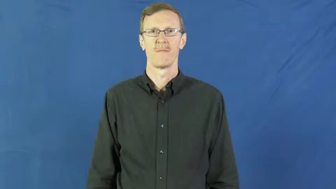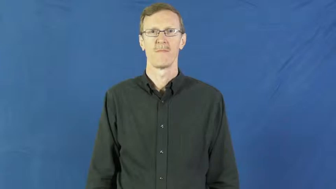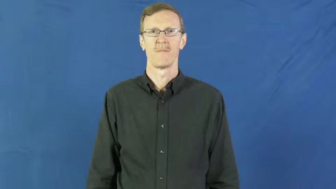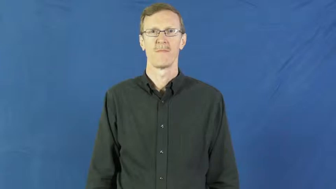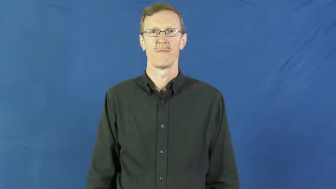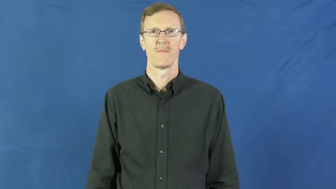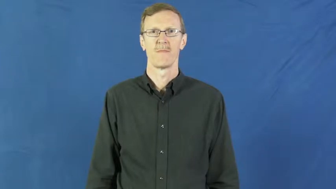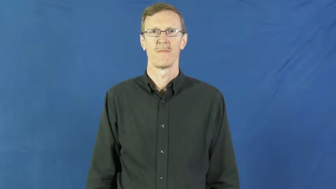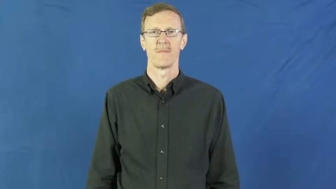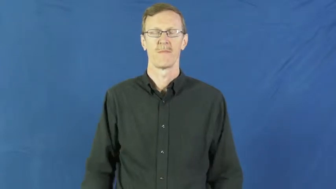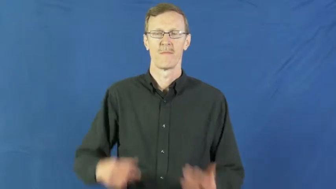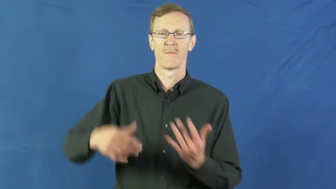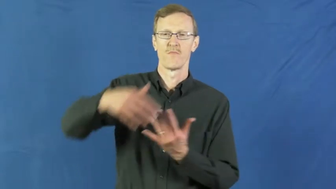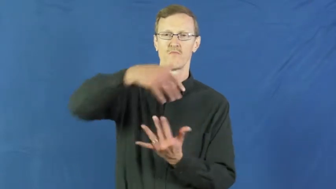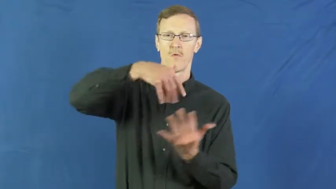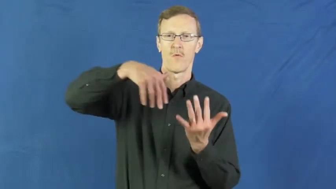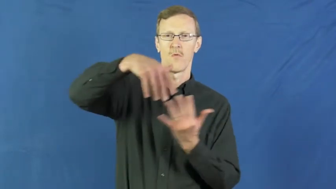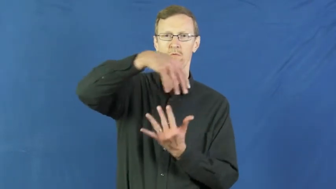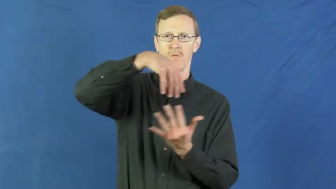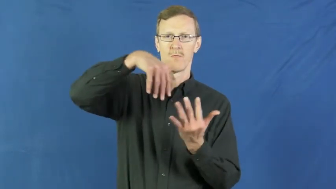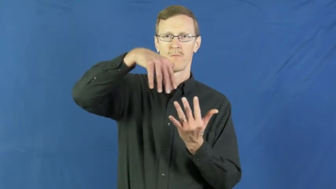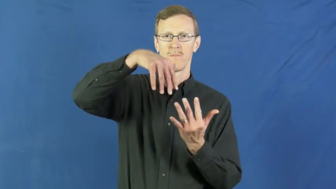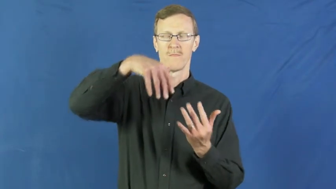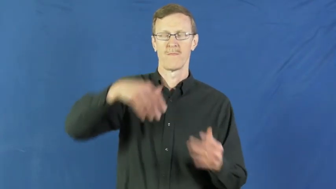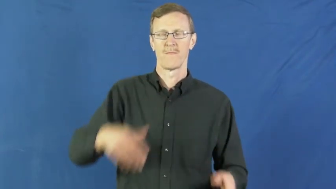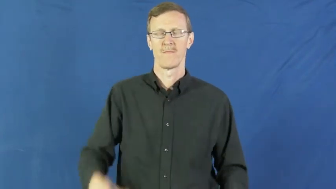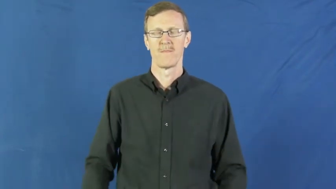go around,go round-circulate